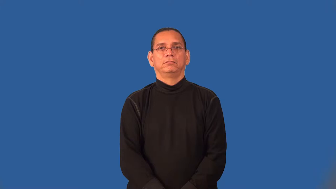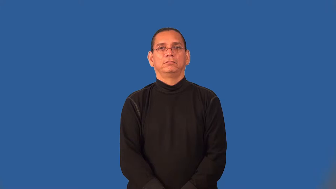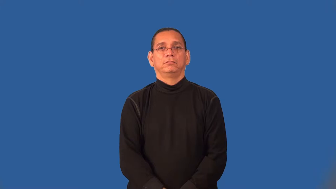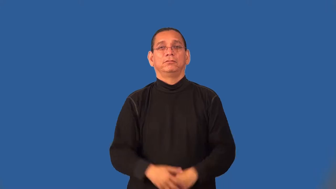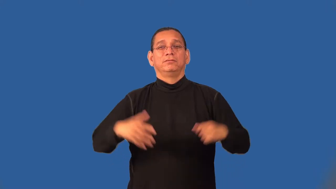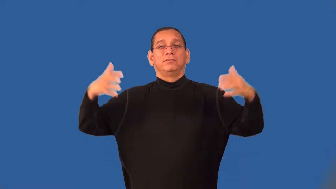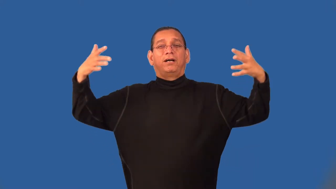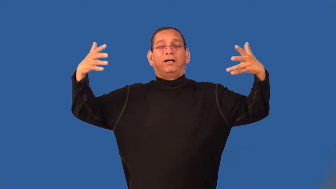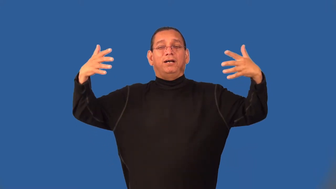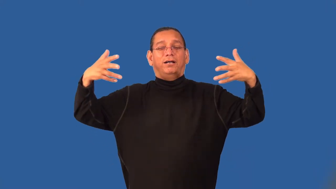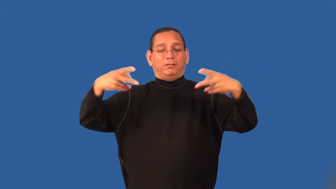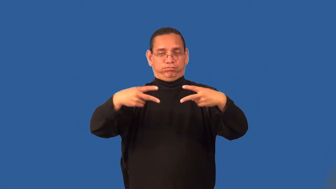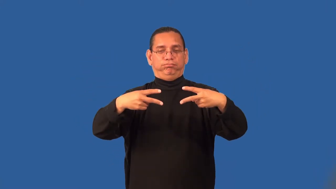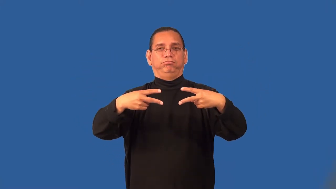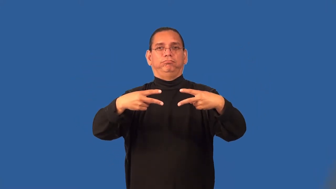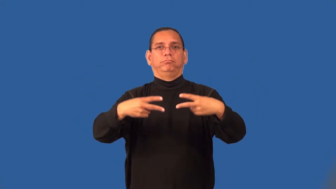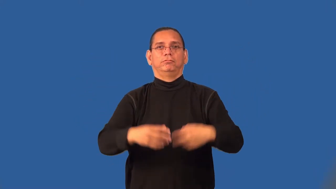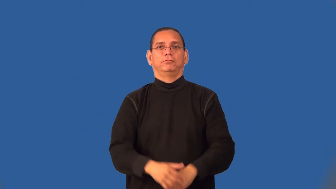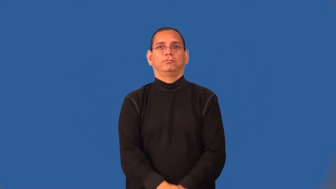semifinal